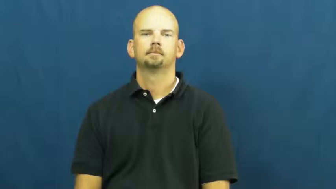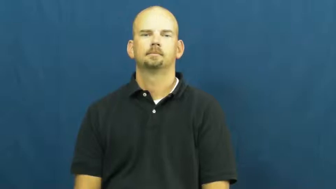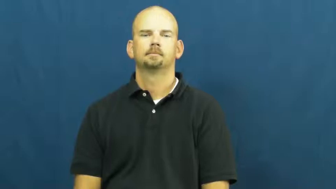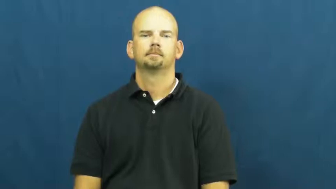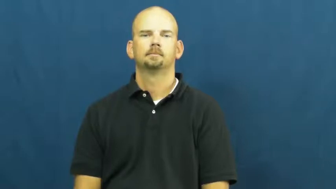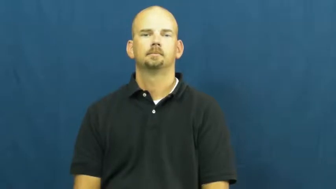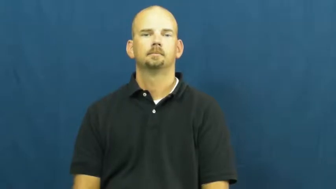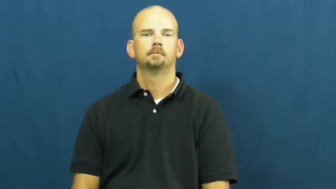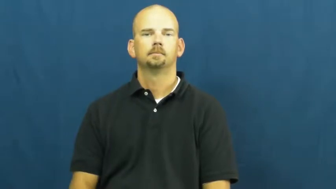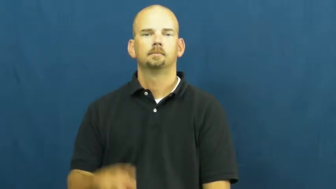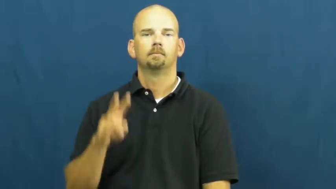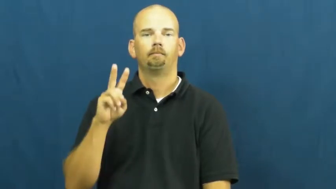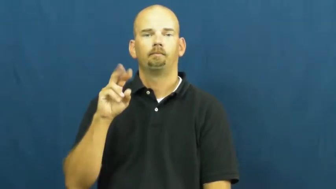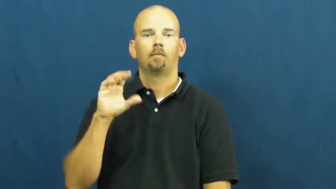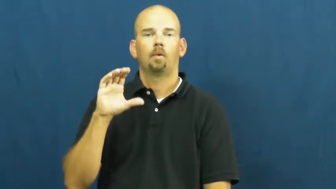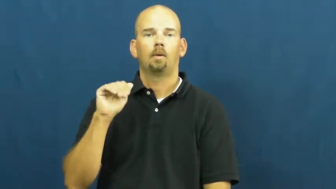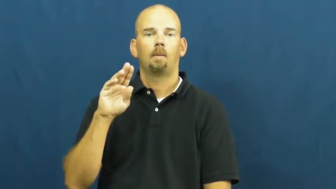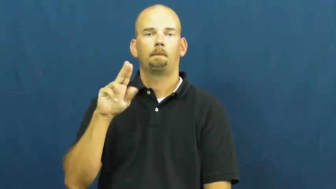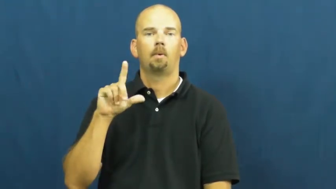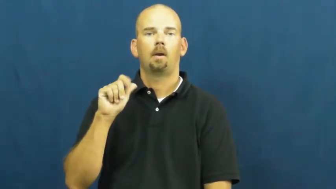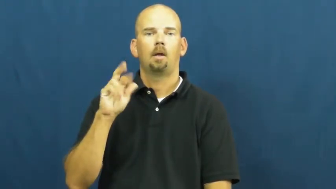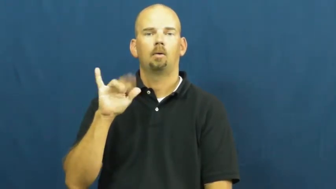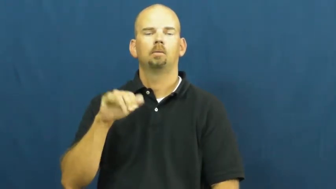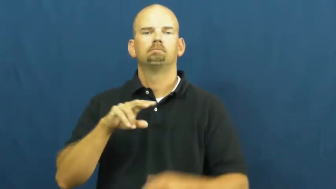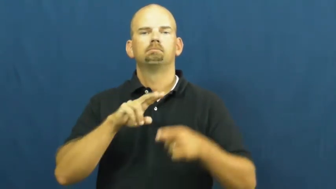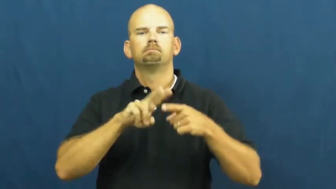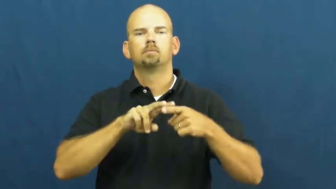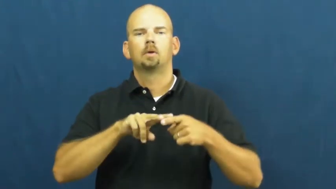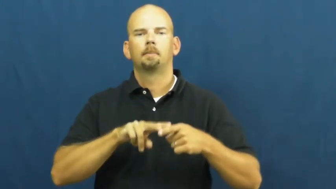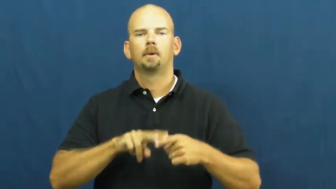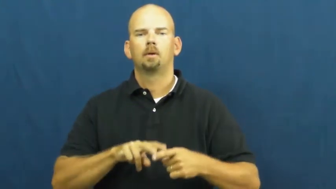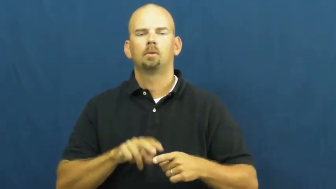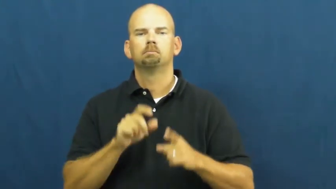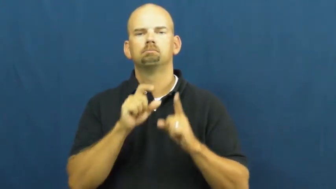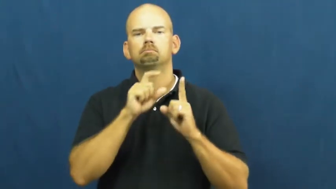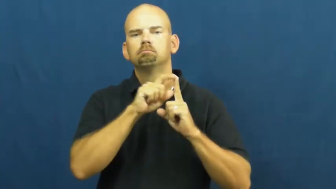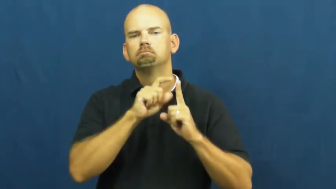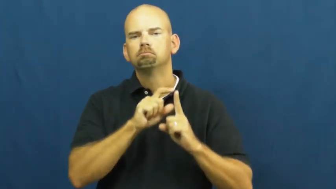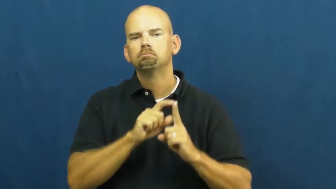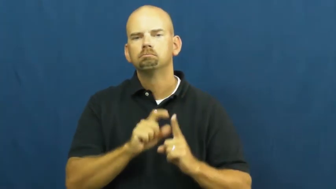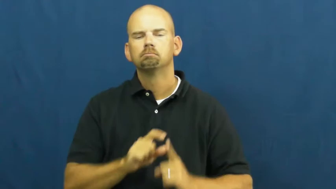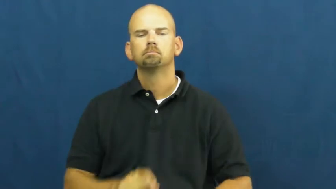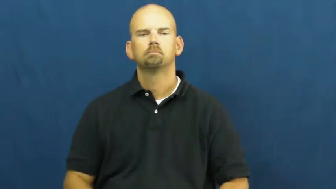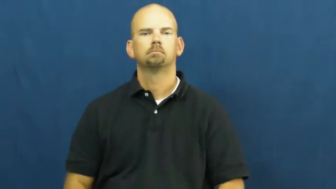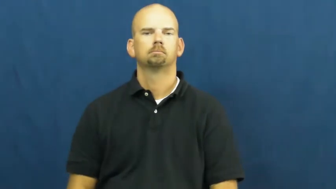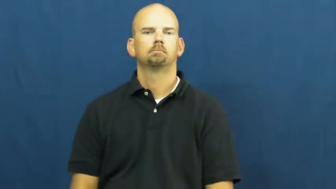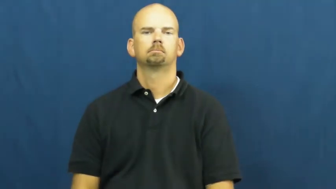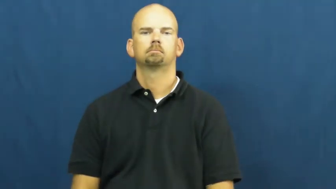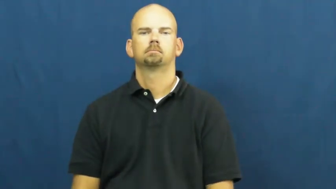vocabulary